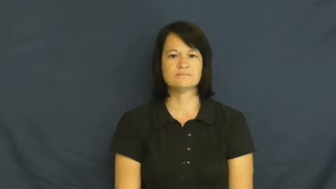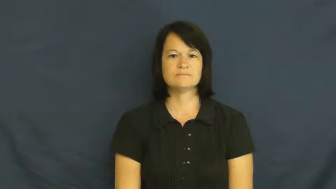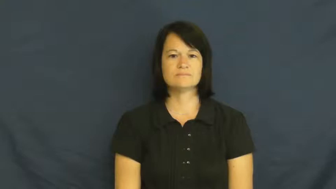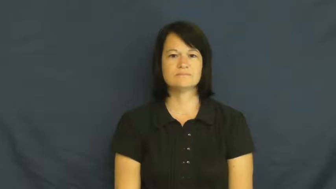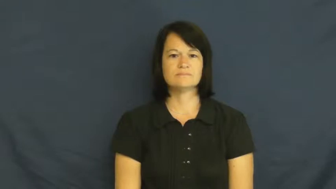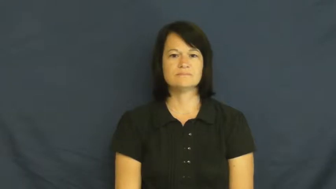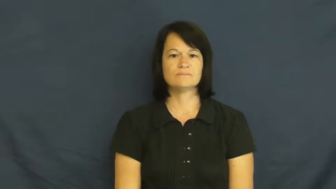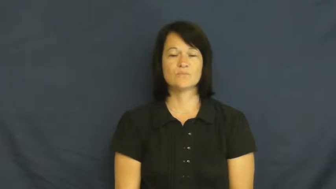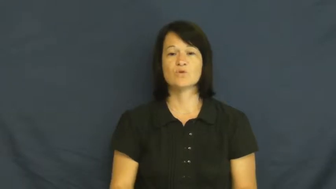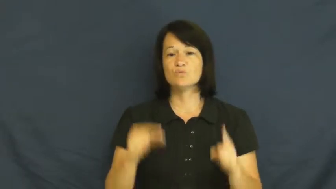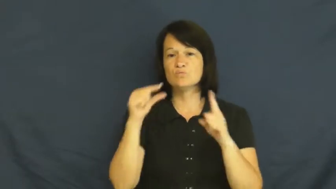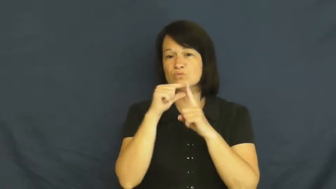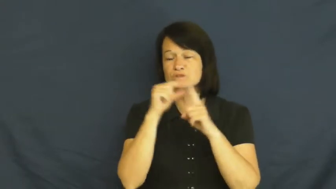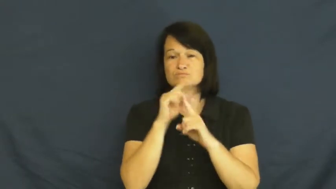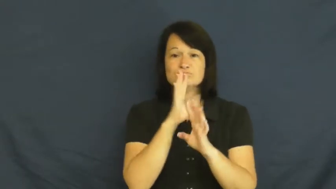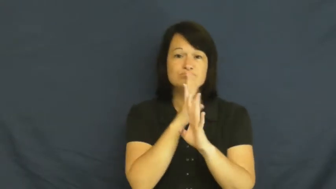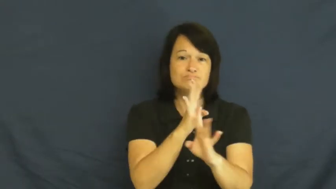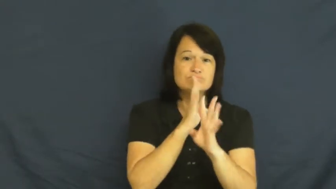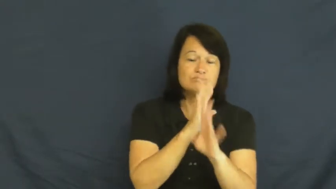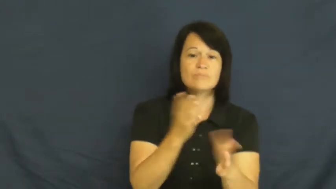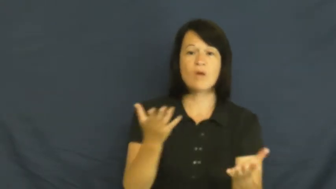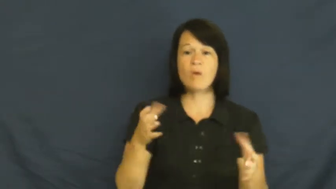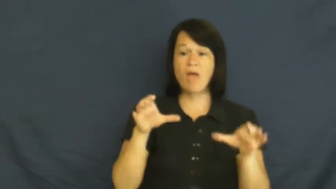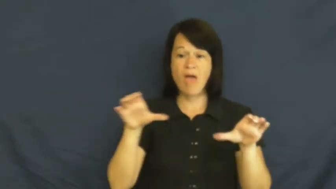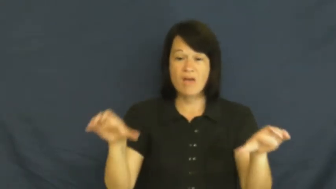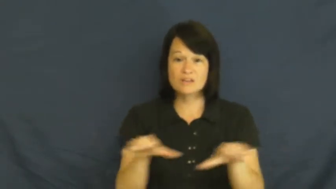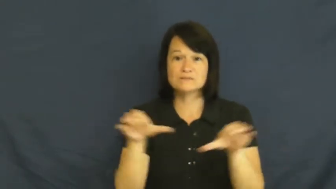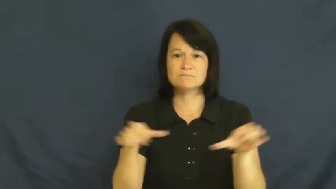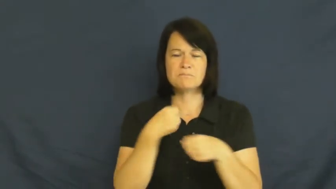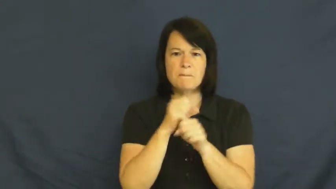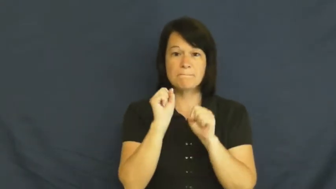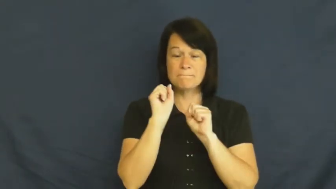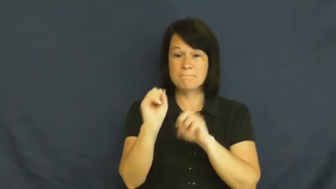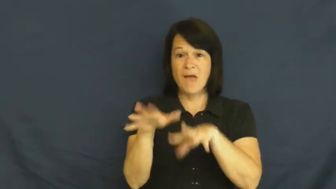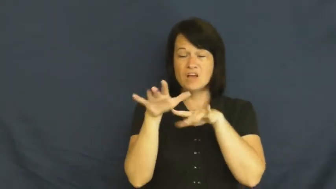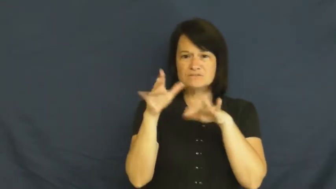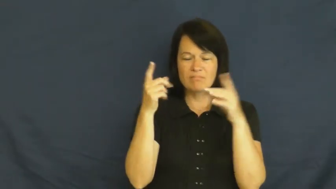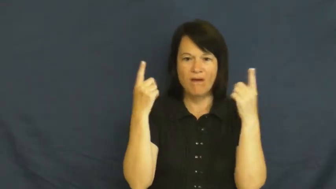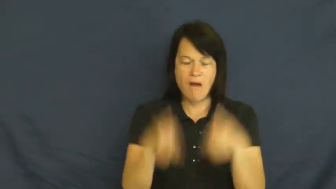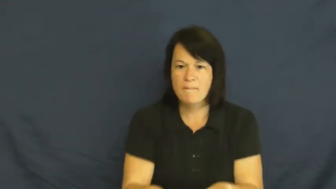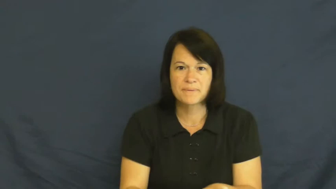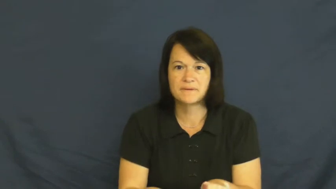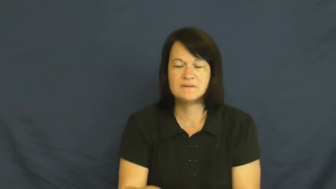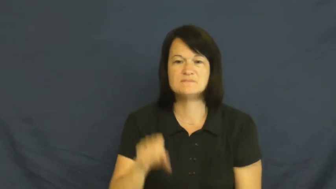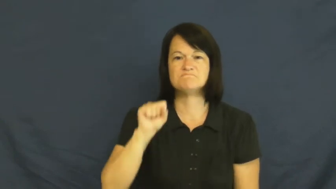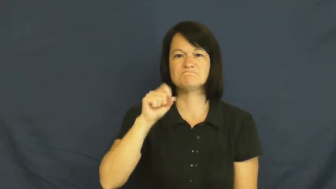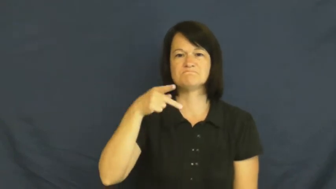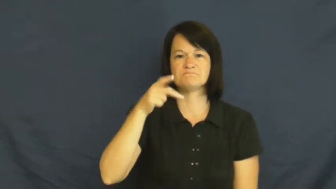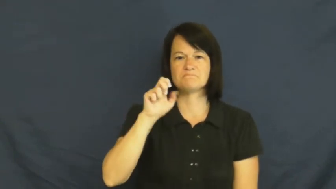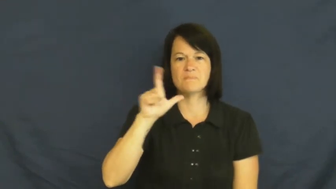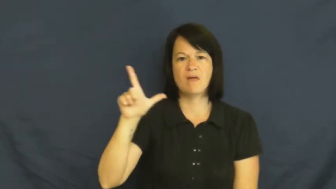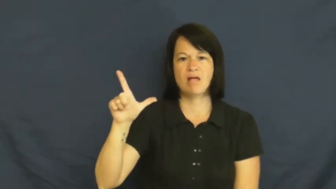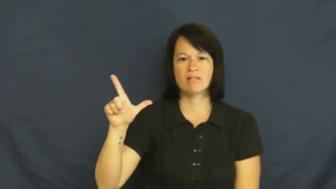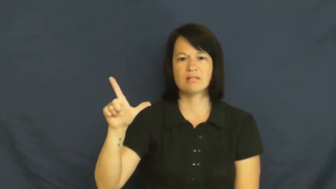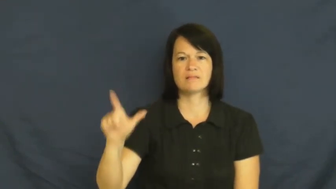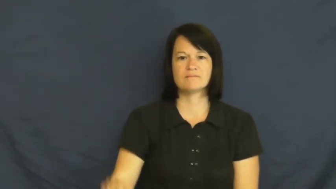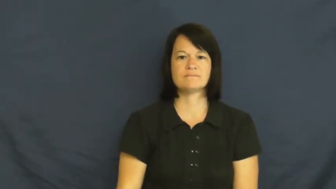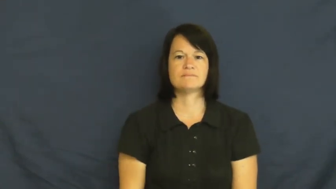spell-magic